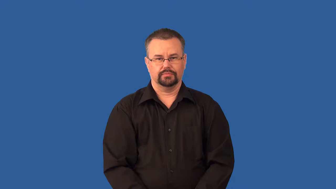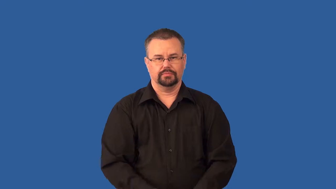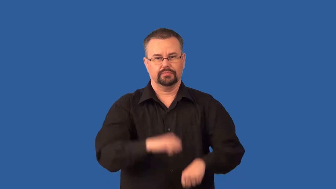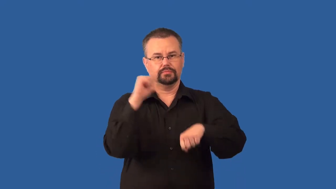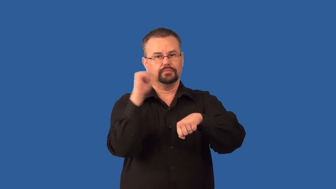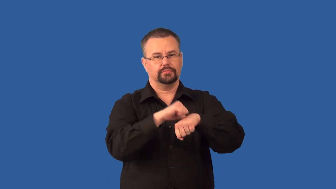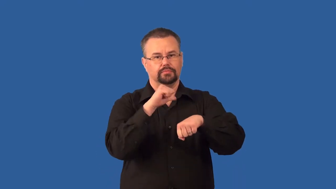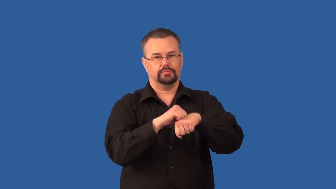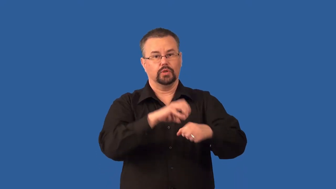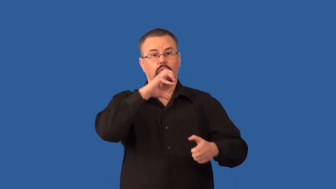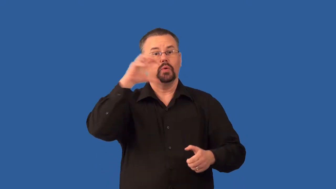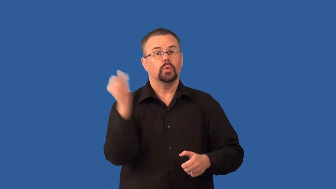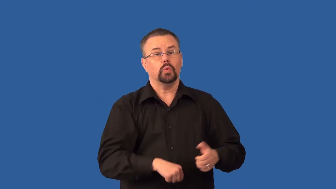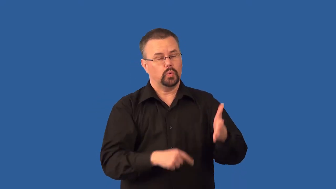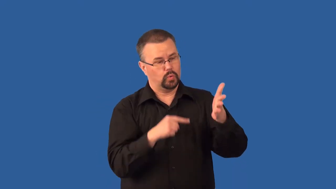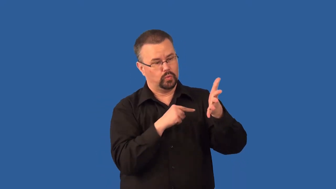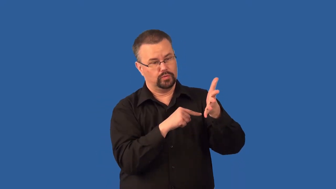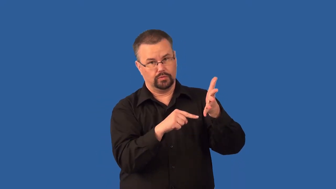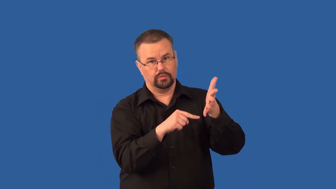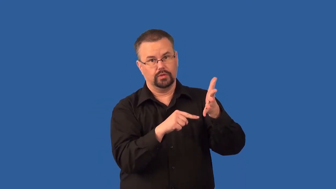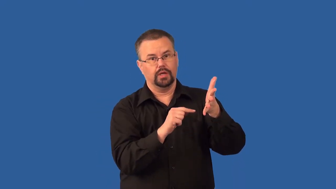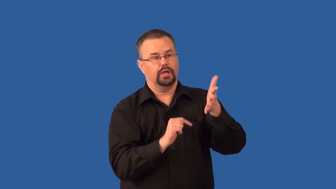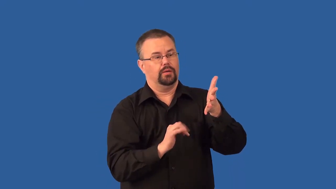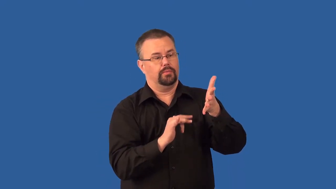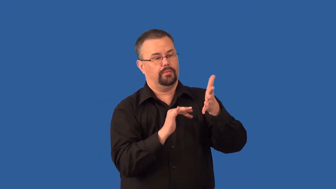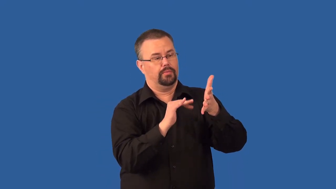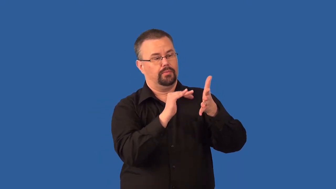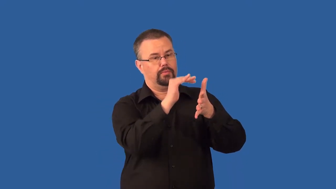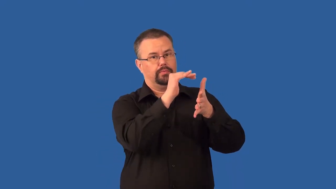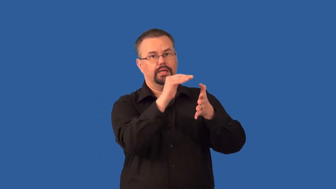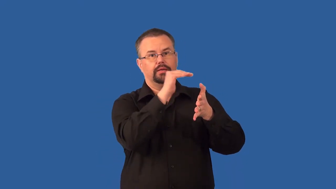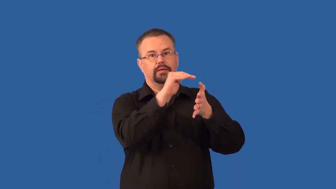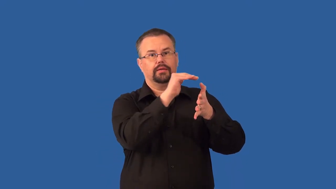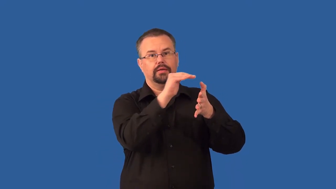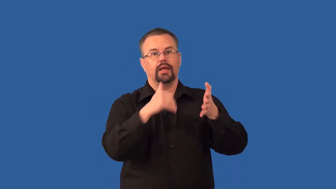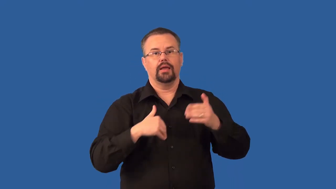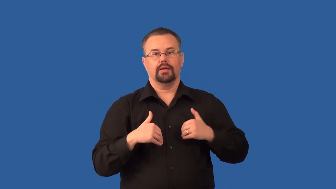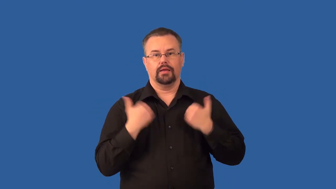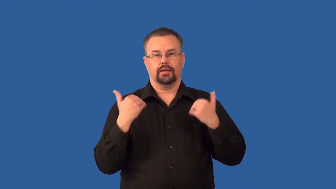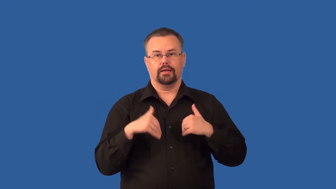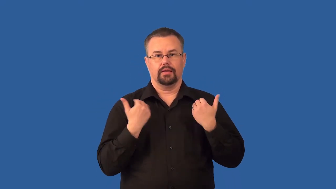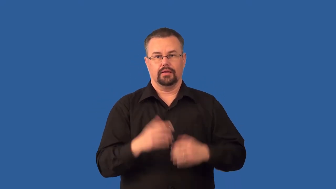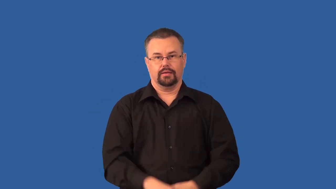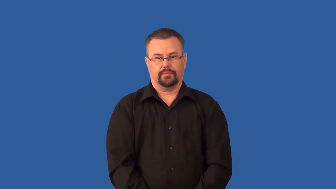superposition